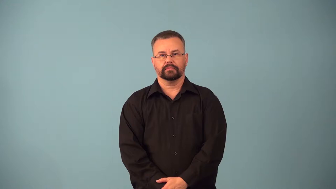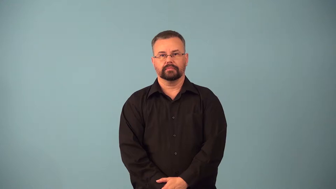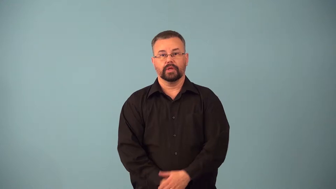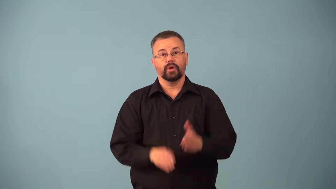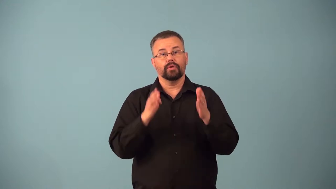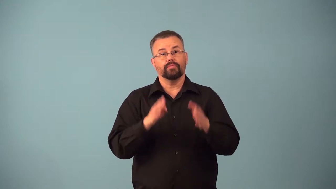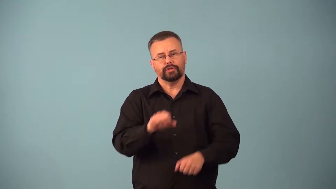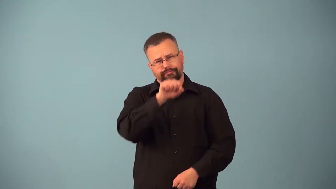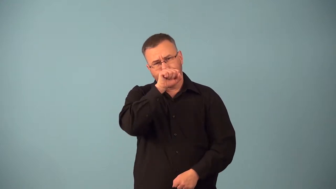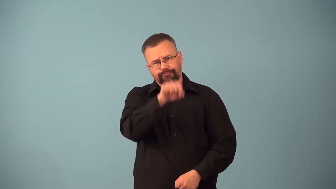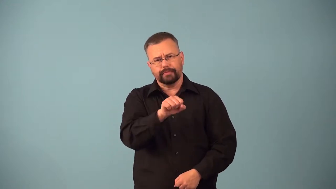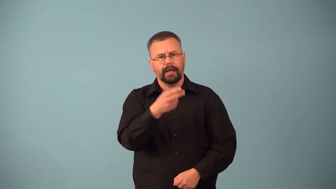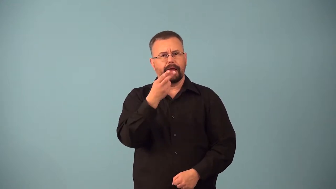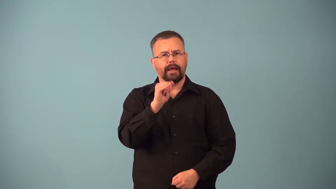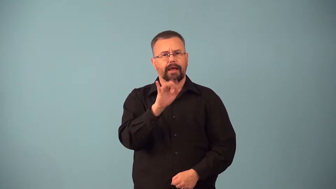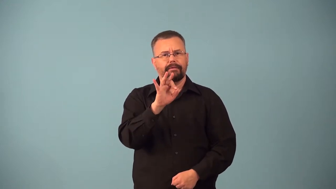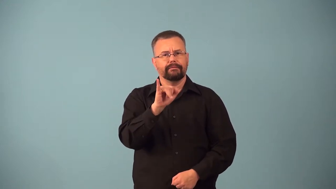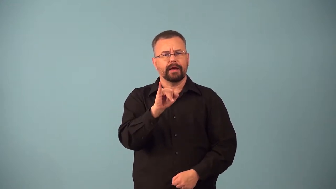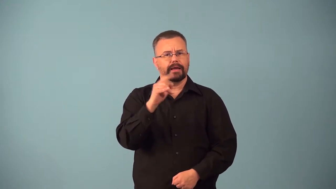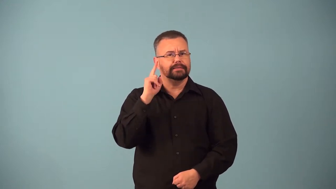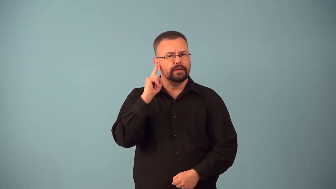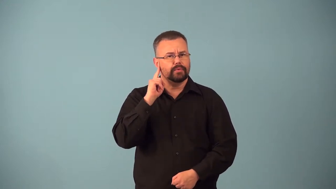audiophile